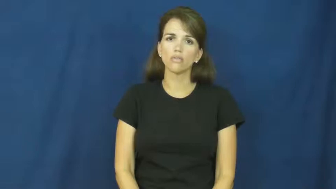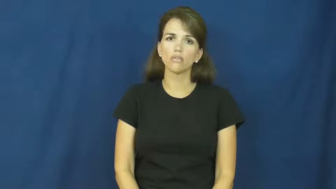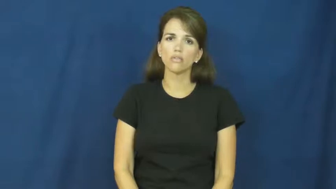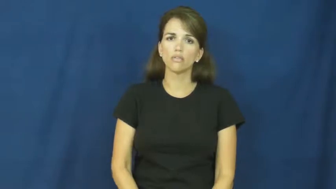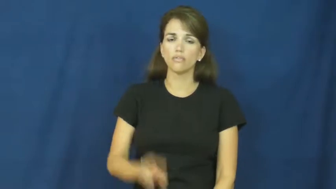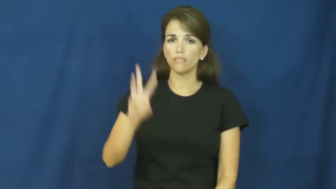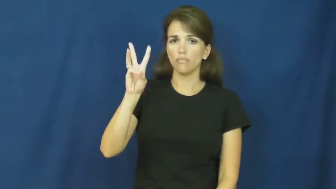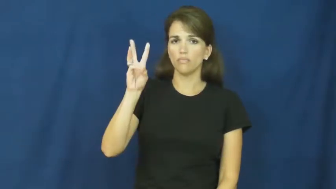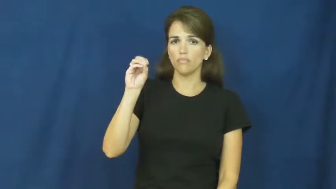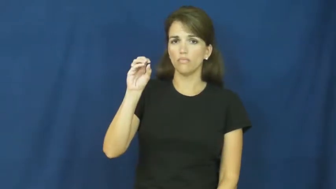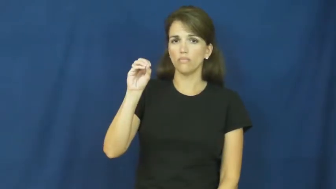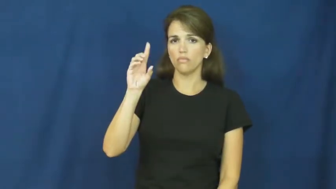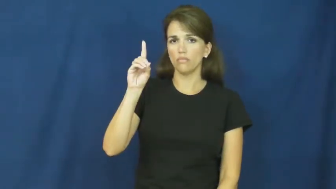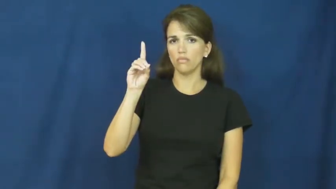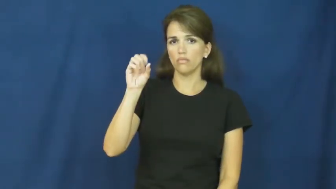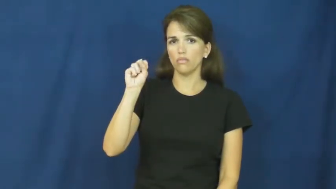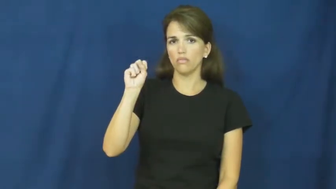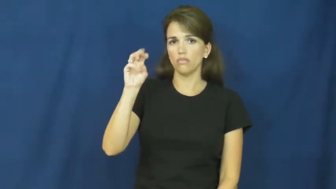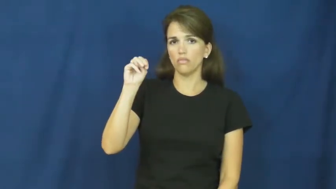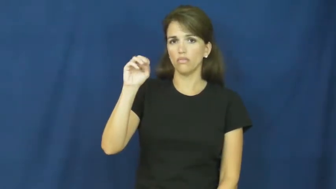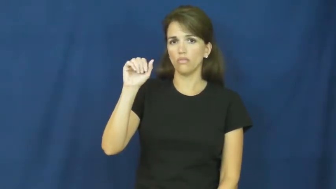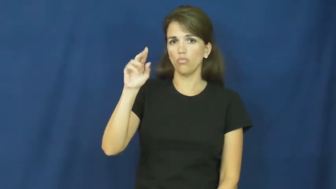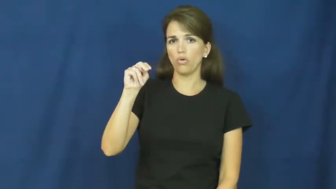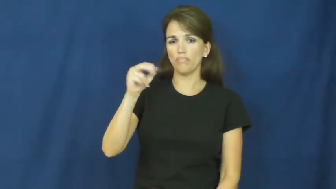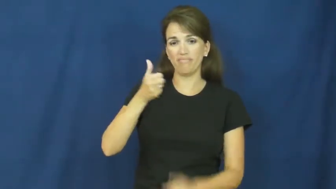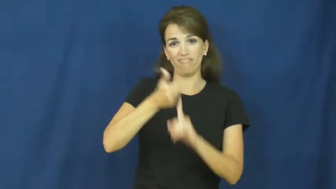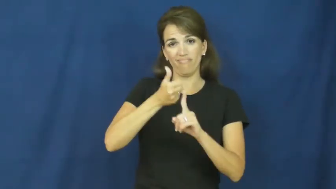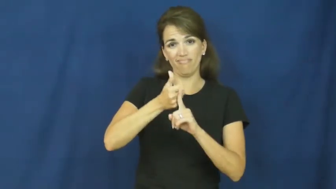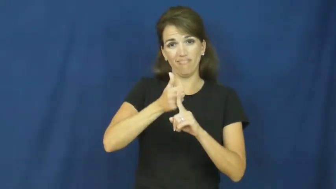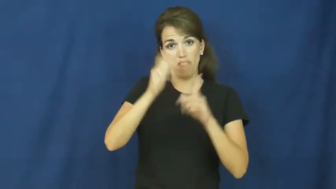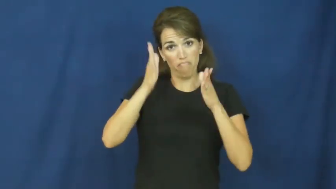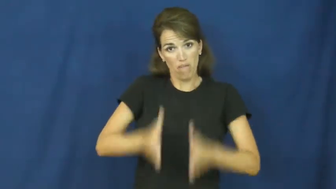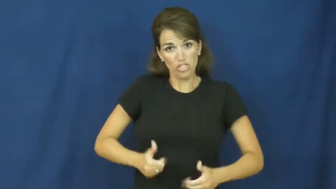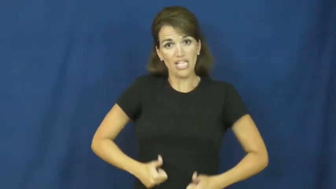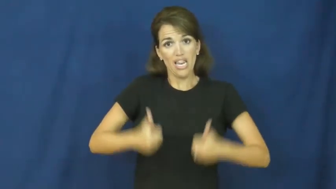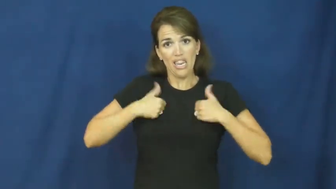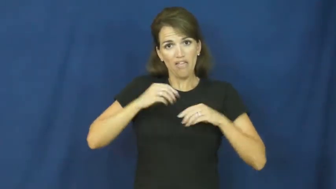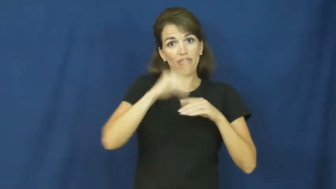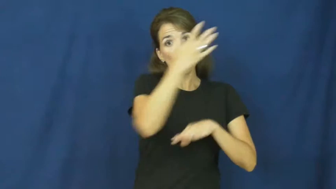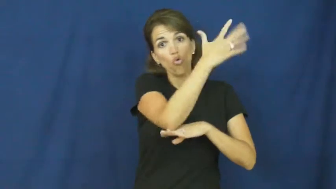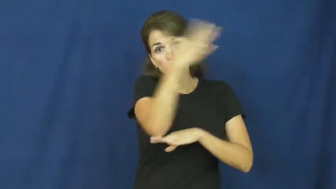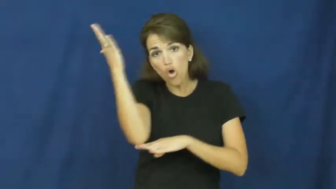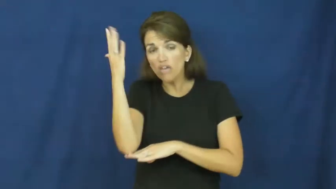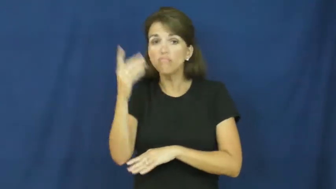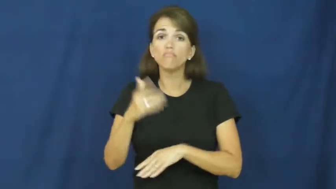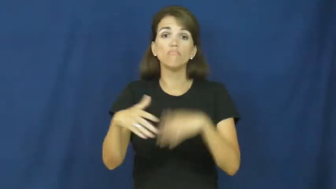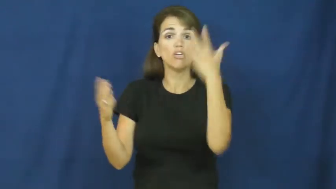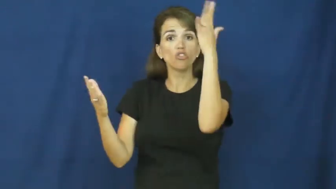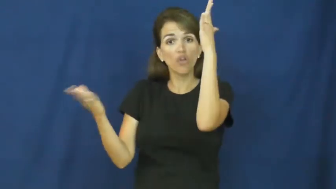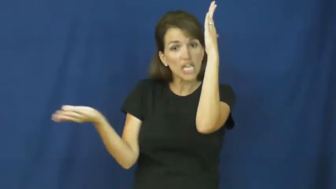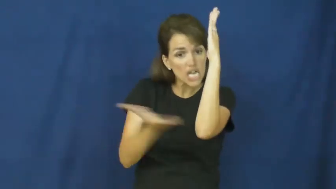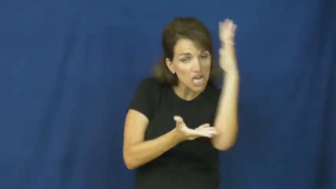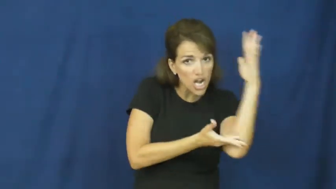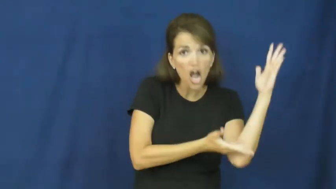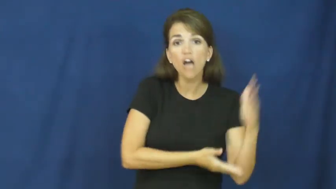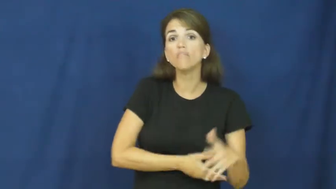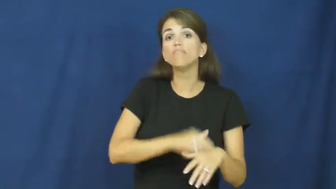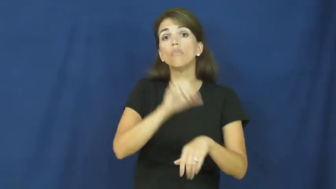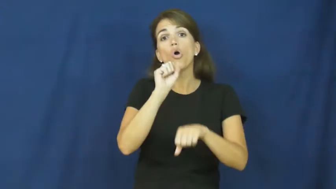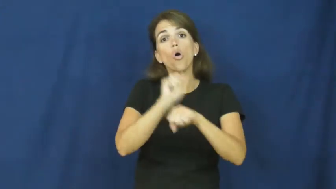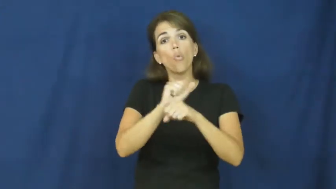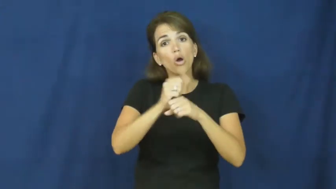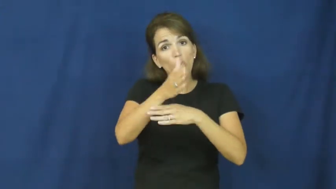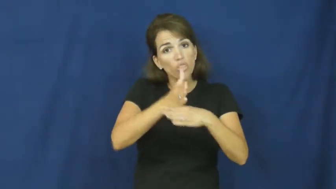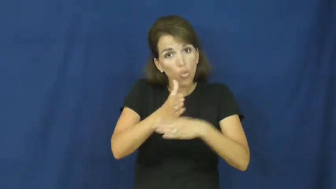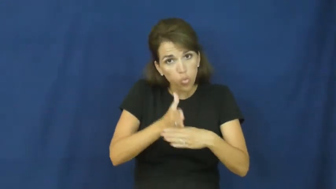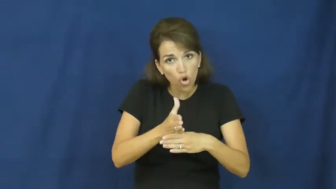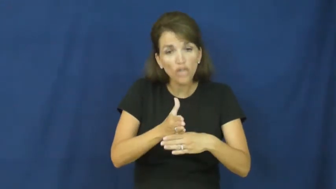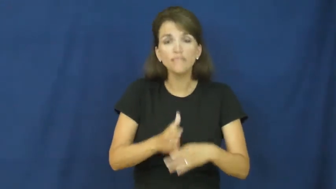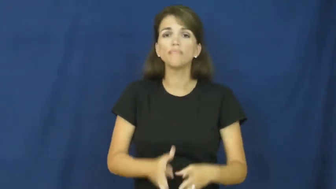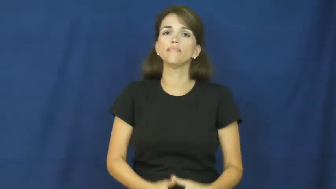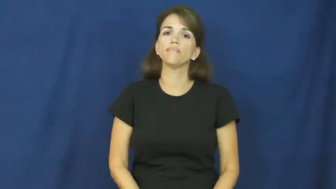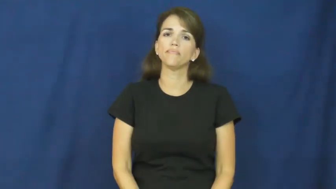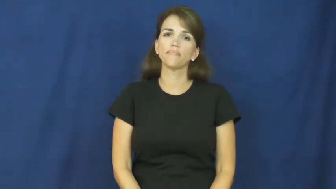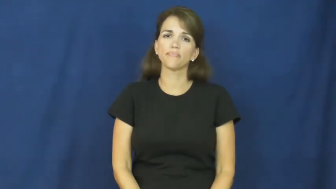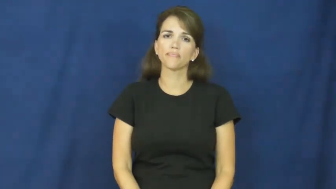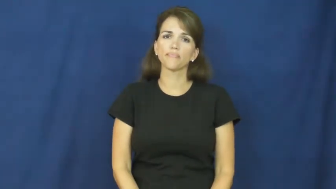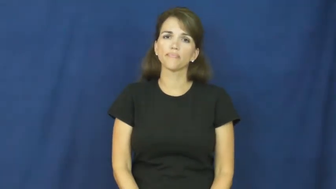woodsman